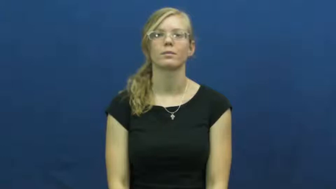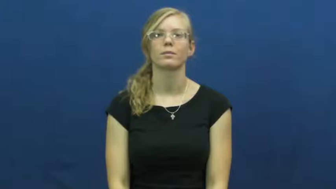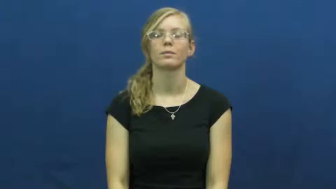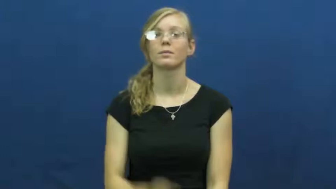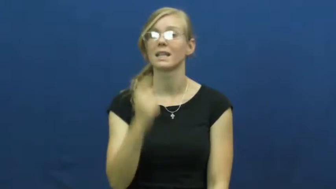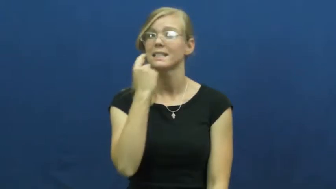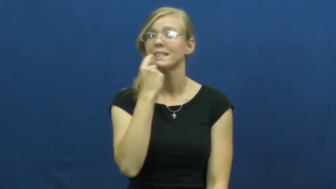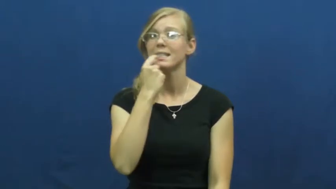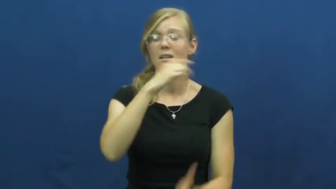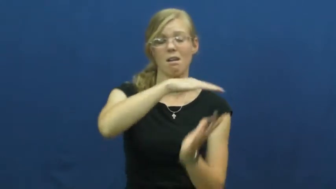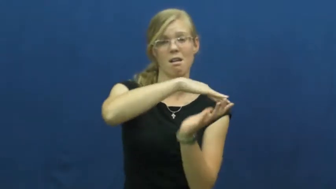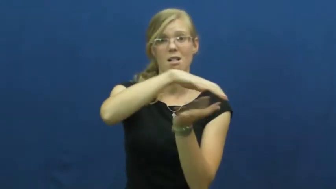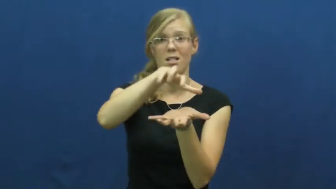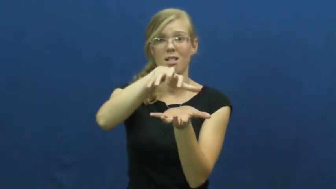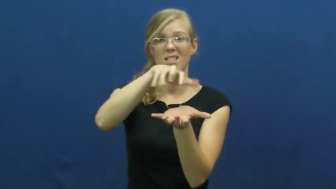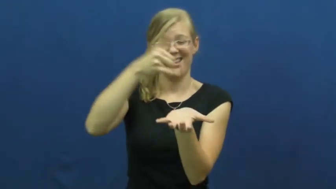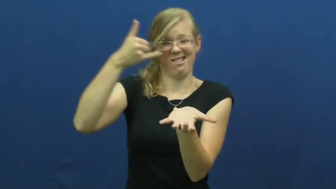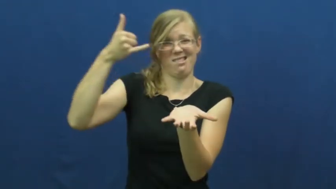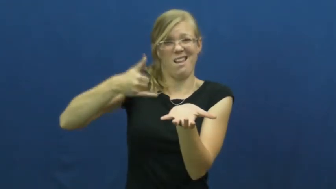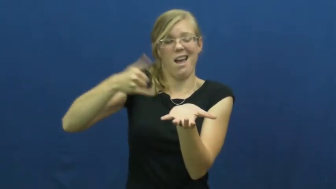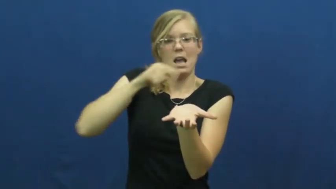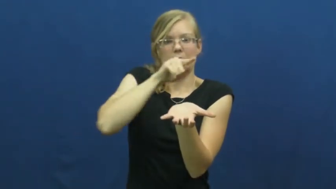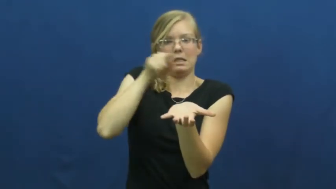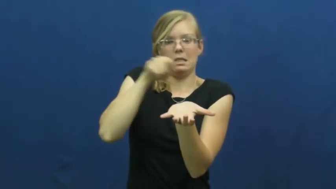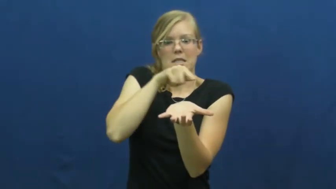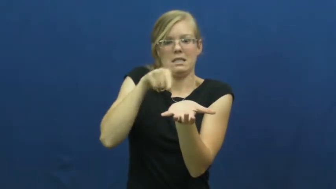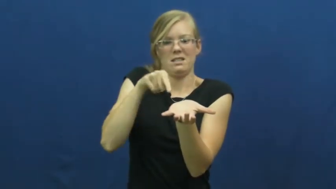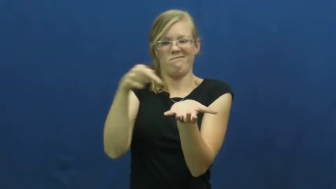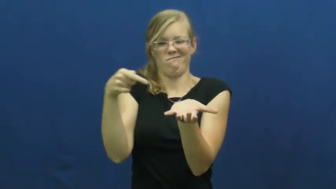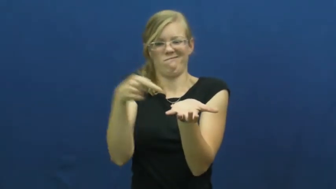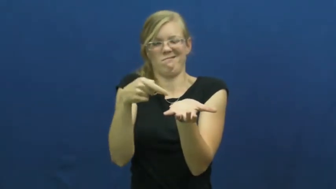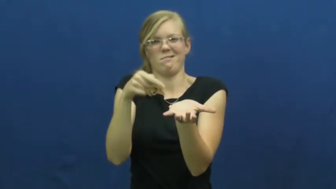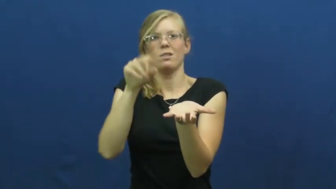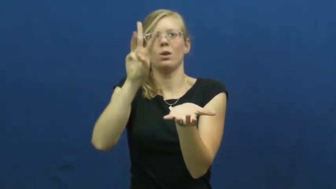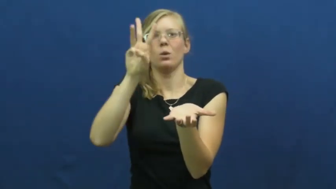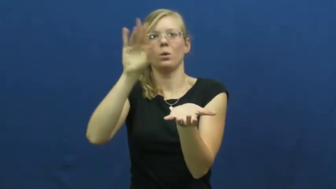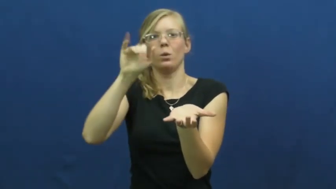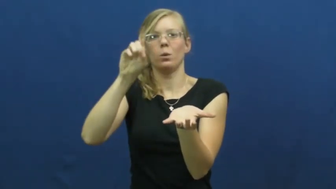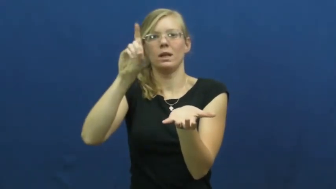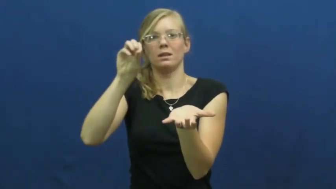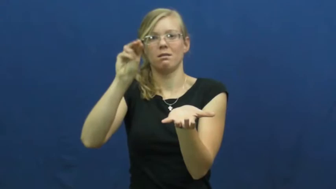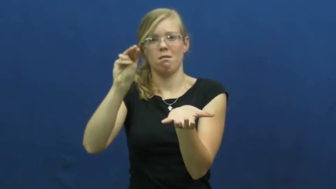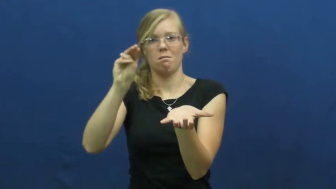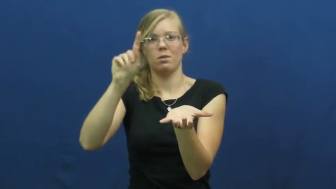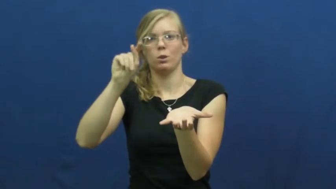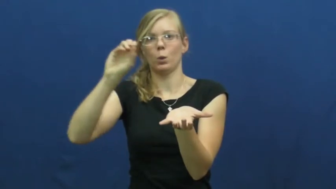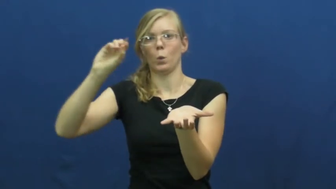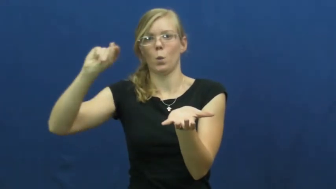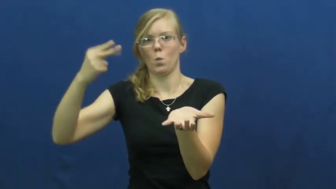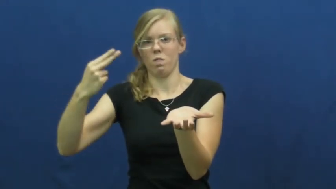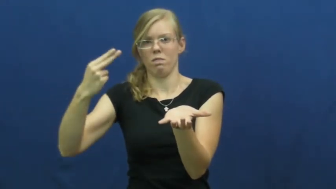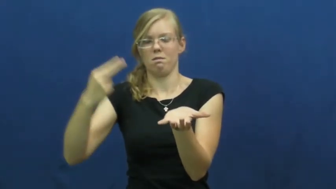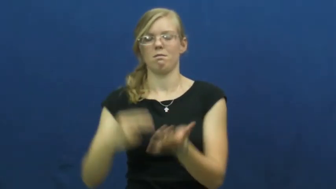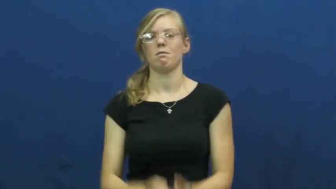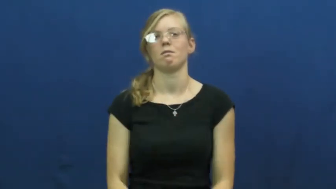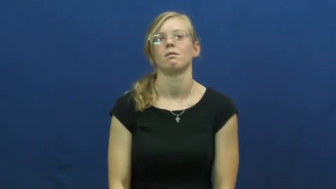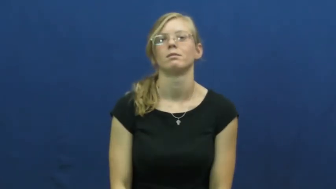wisdom tooth